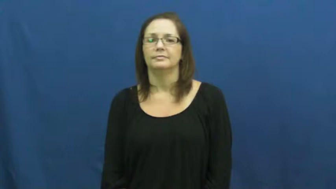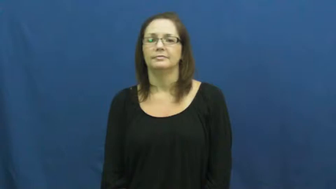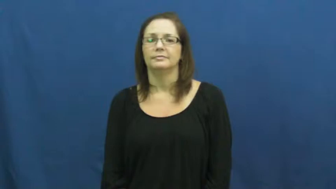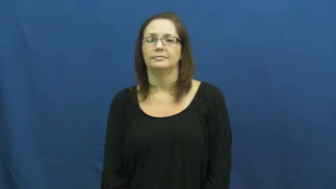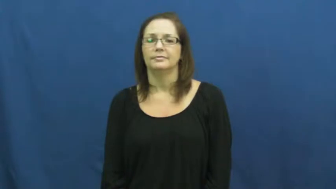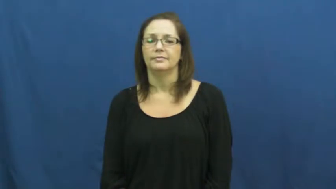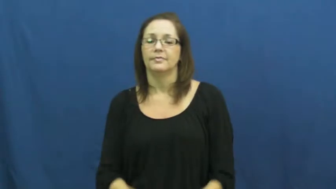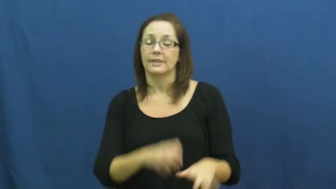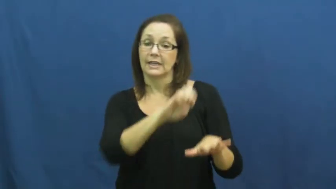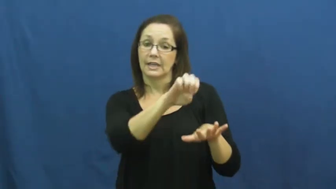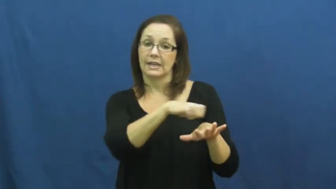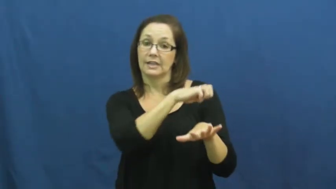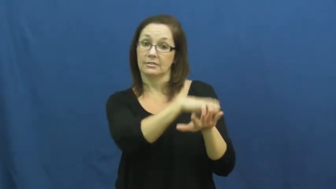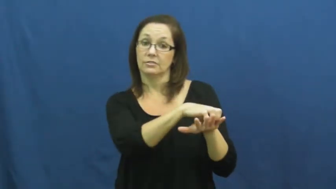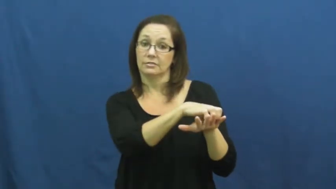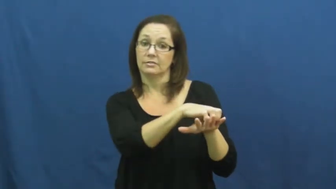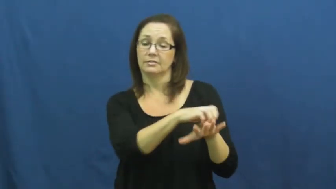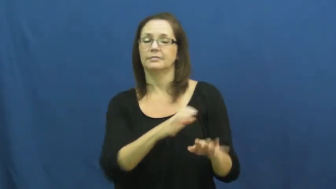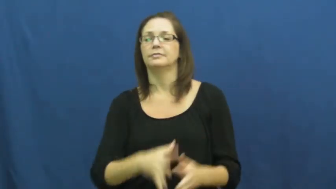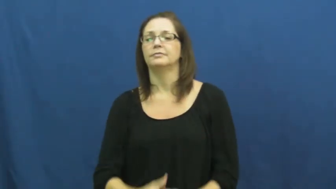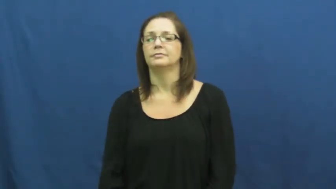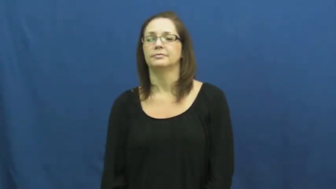engaged,engagement